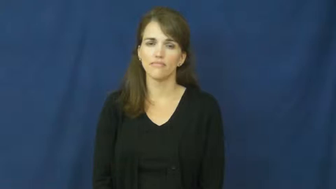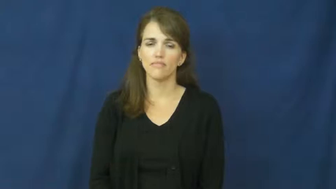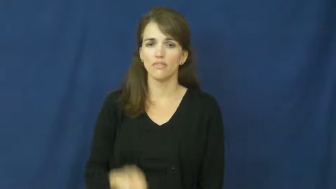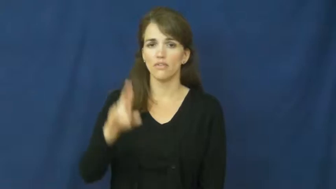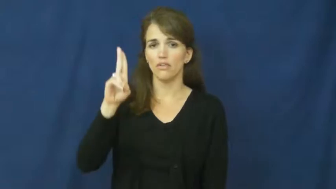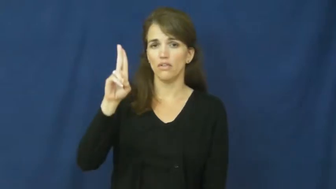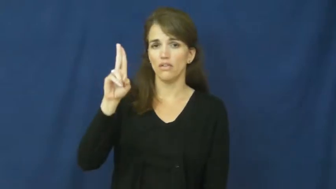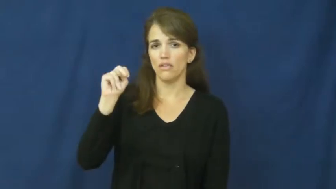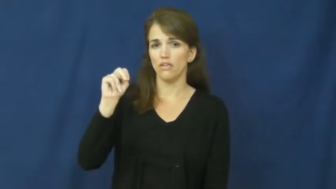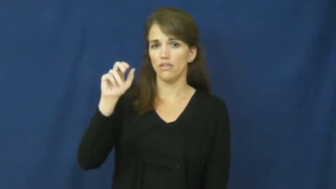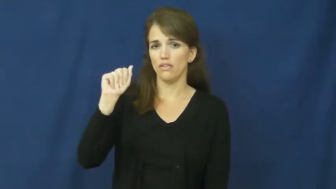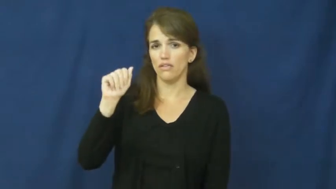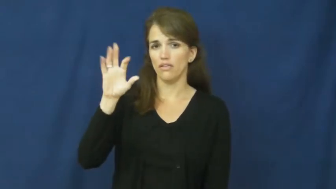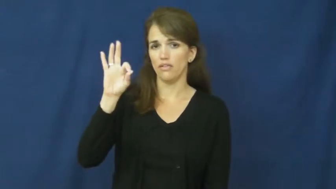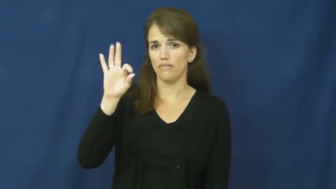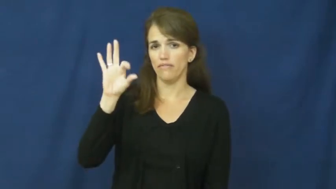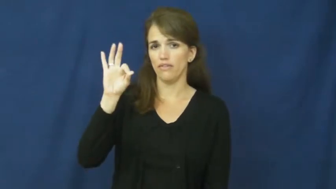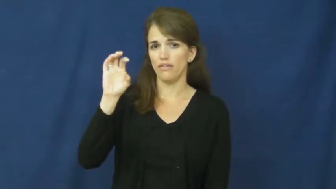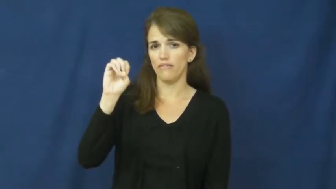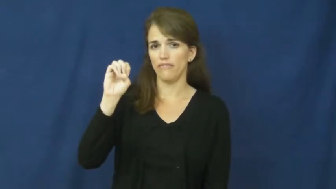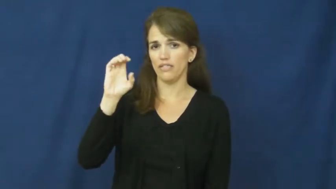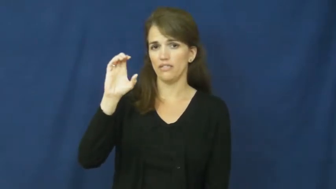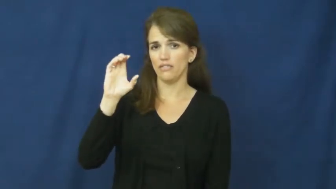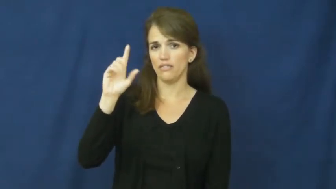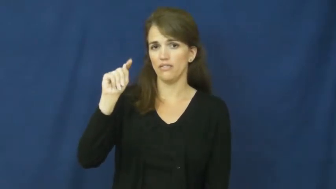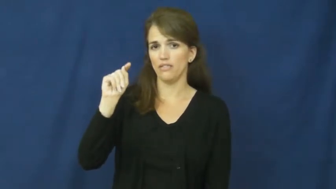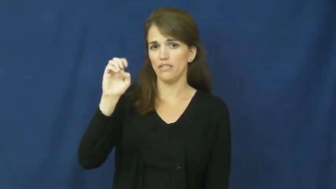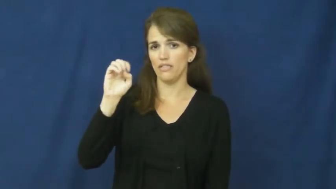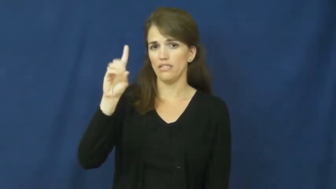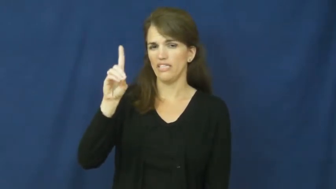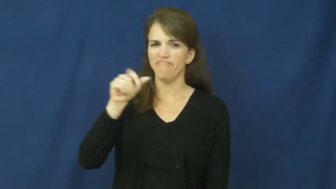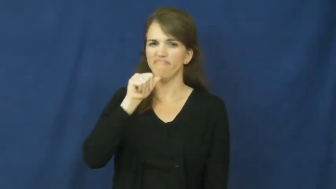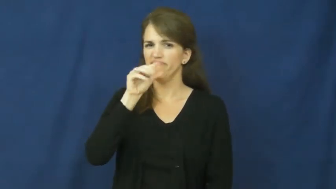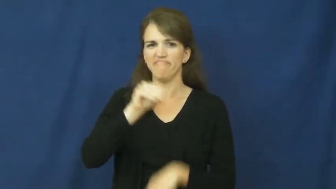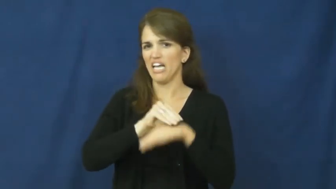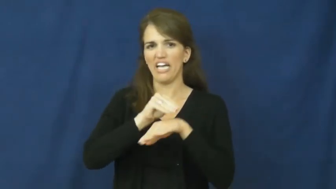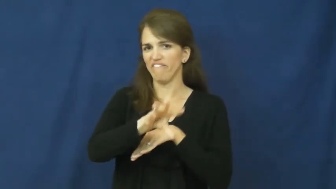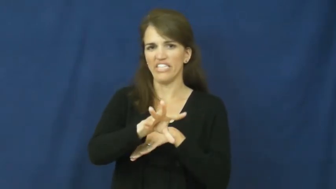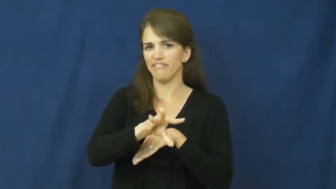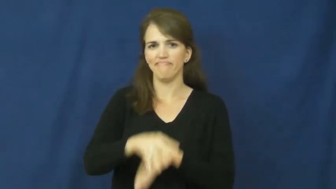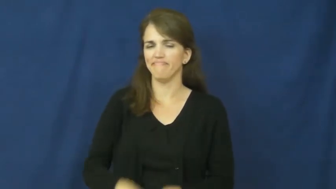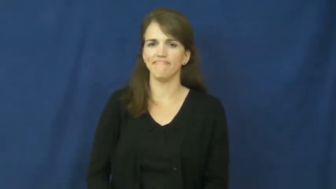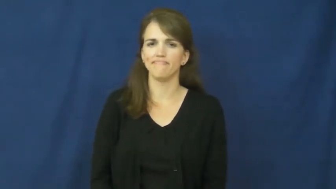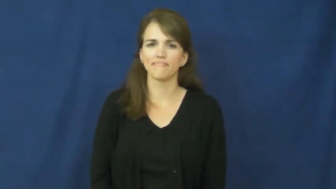unaffected